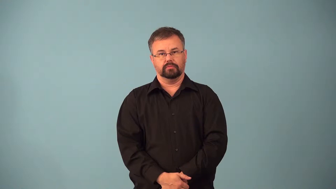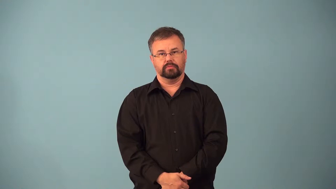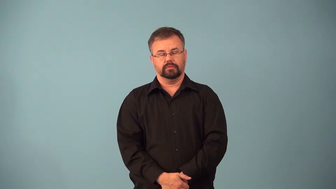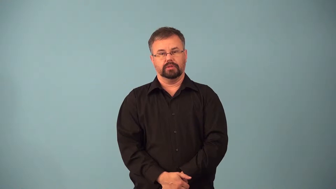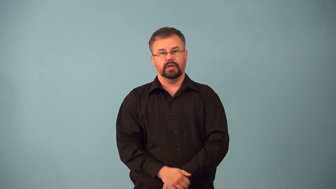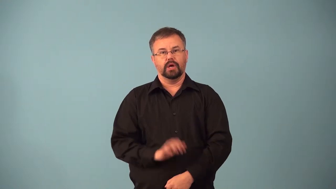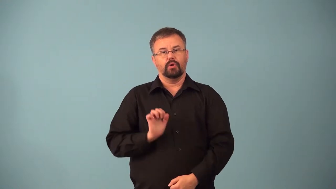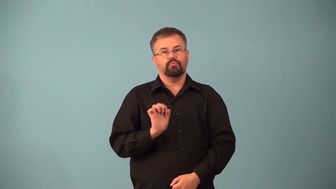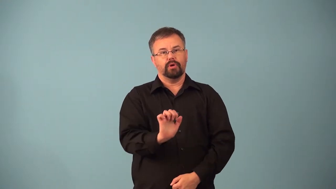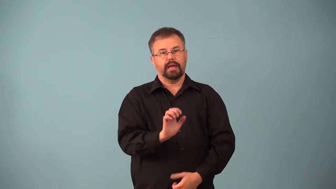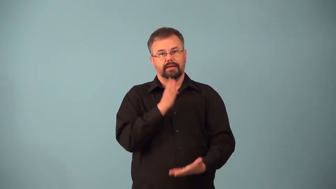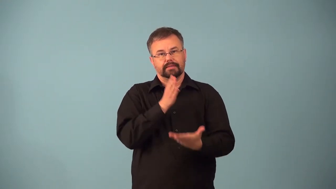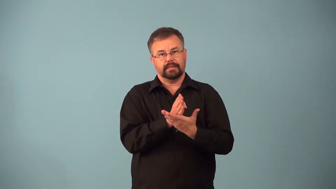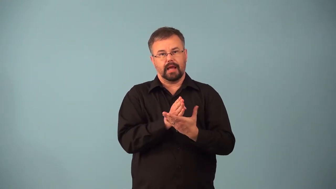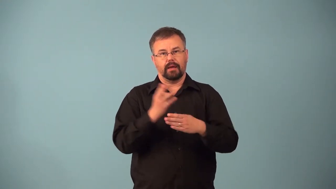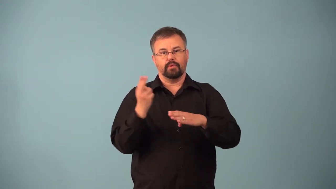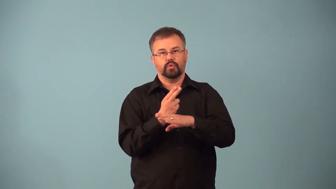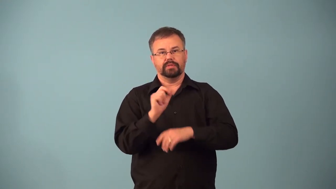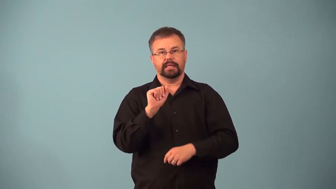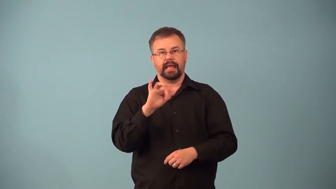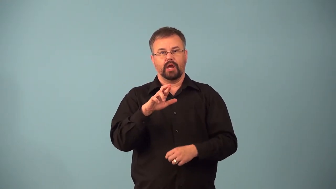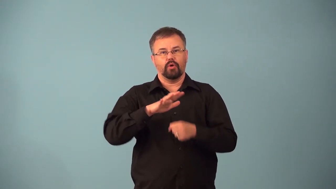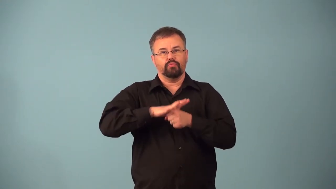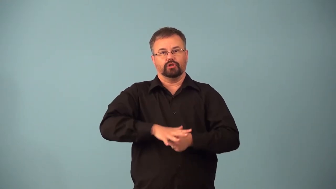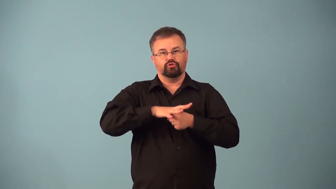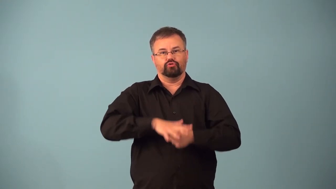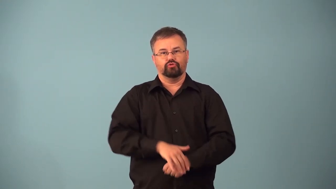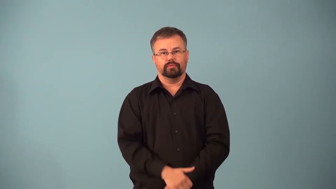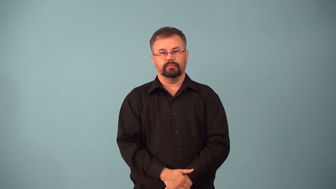airbrake-vehicle